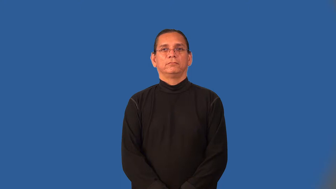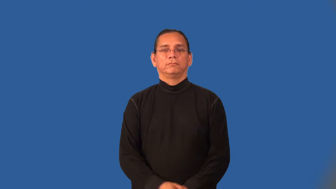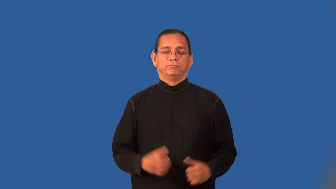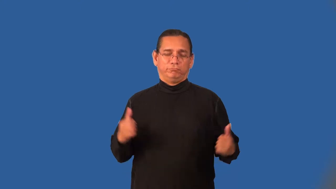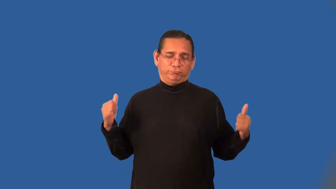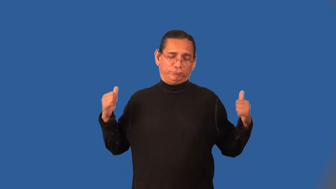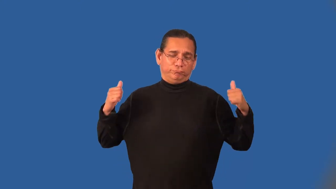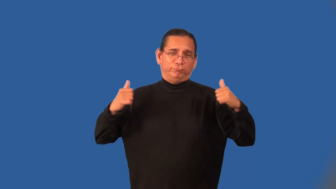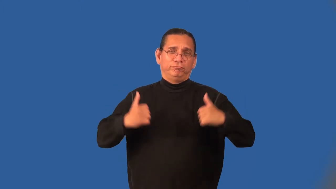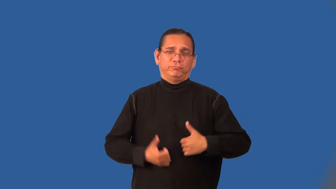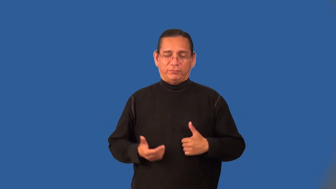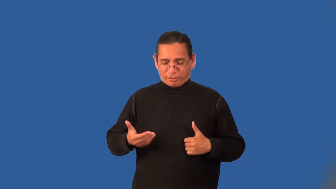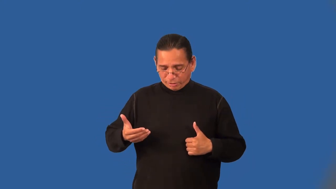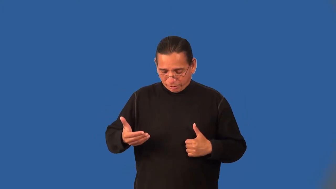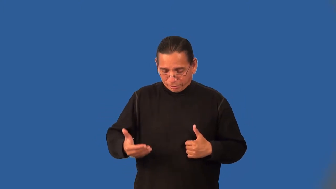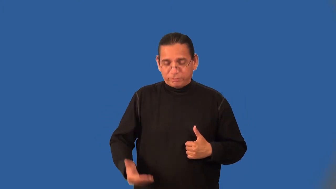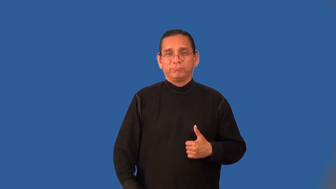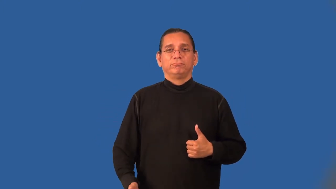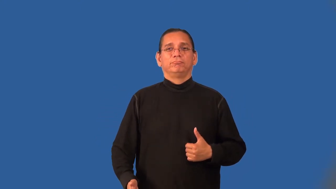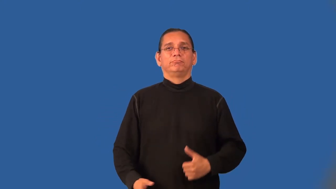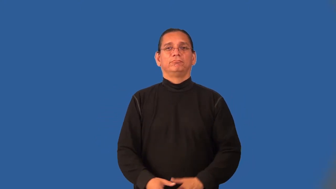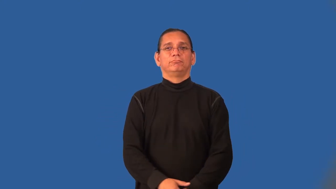overcoat-clothing